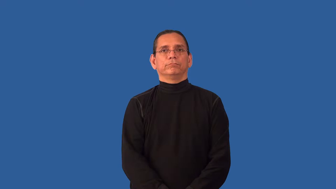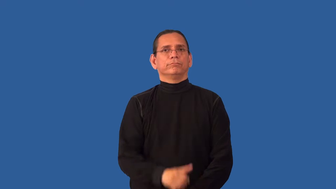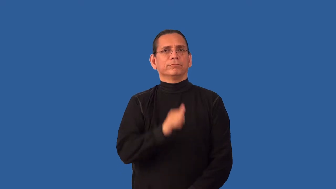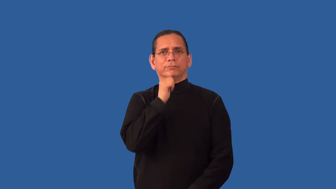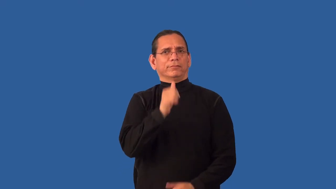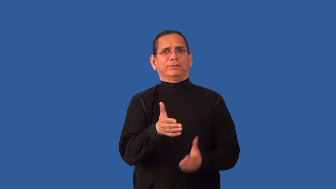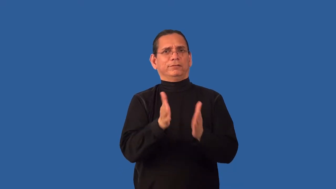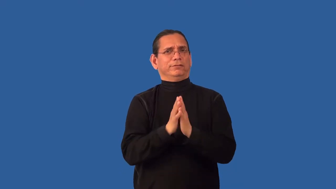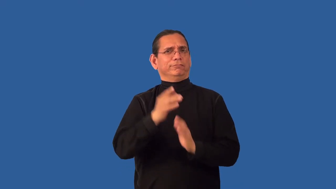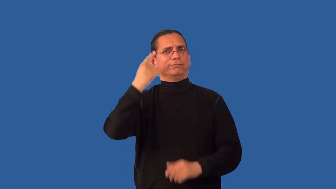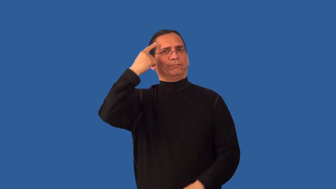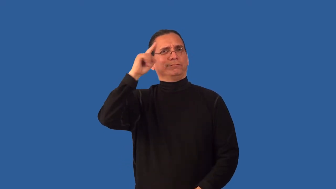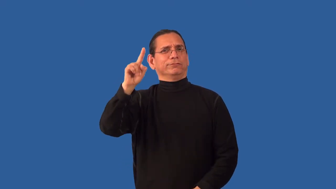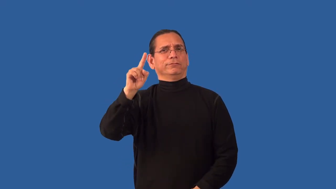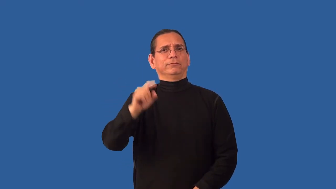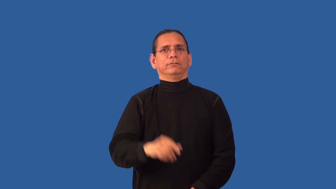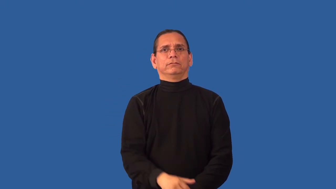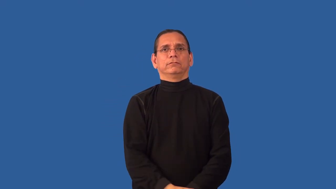unsolicited